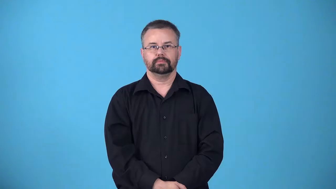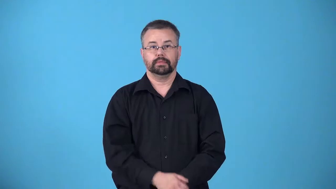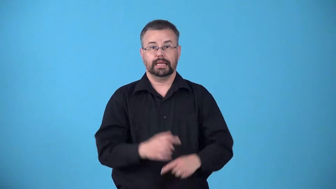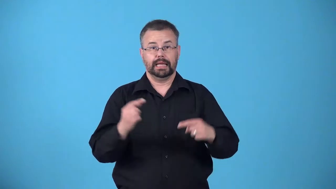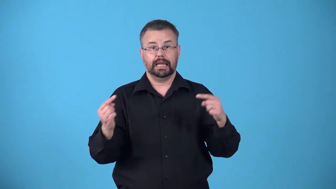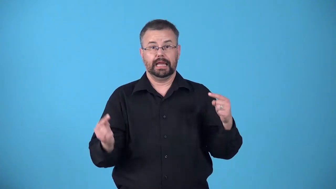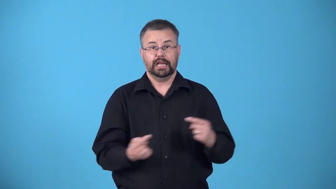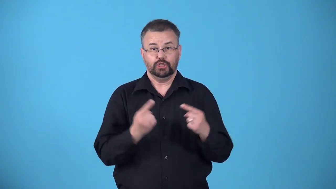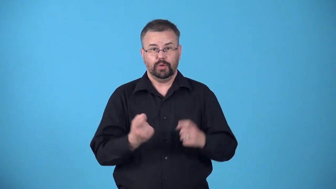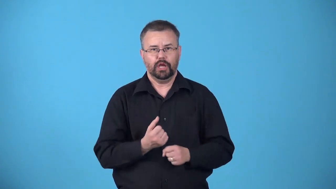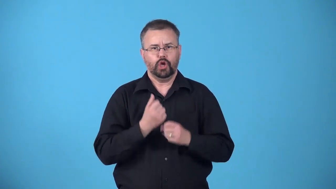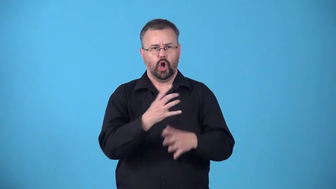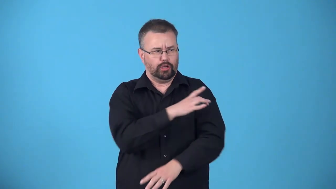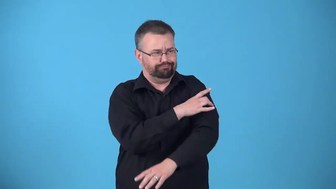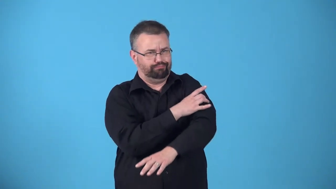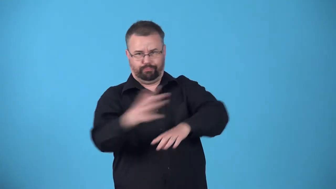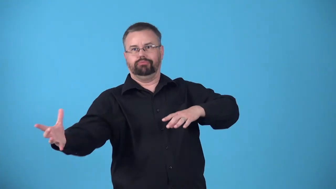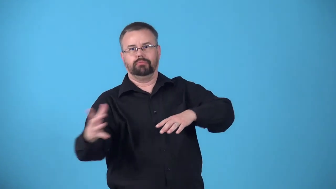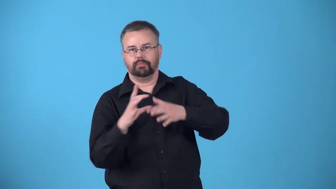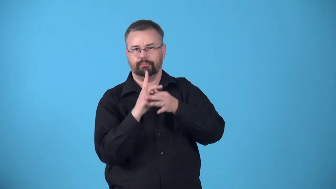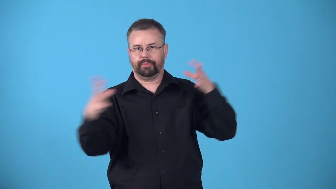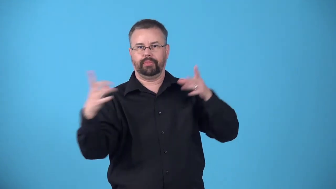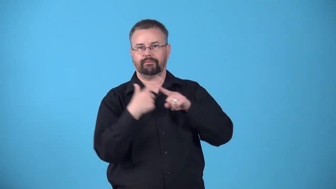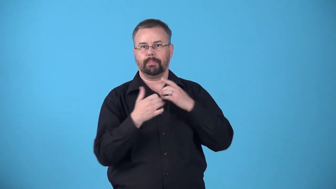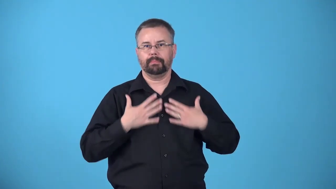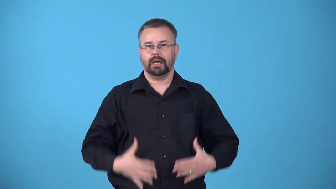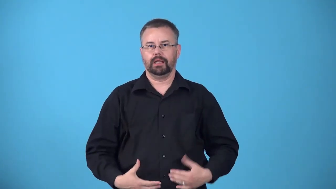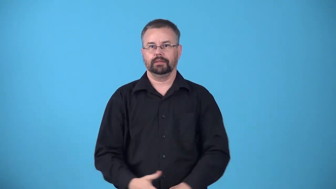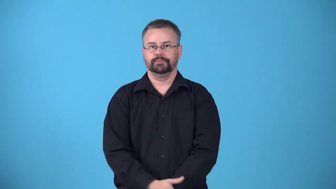avulsion-body